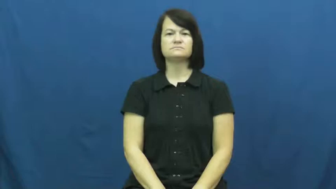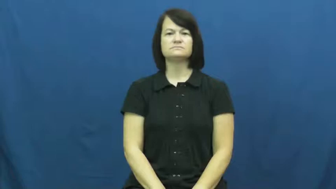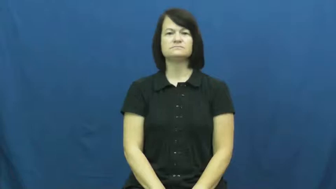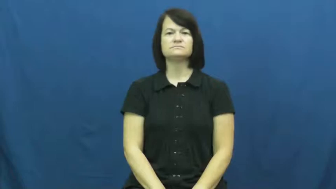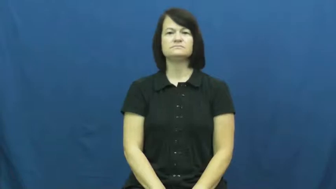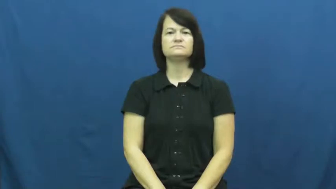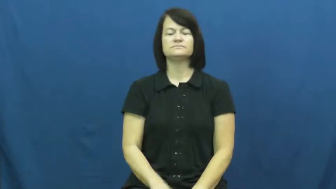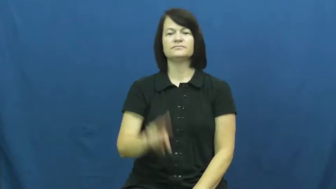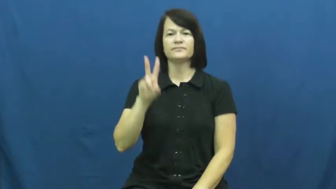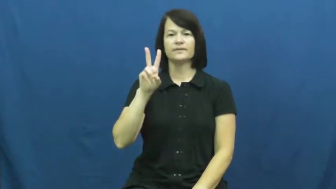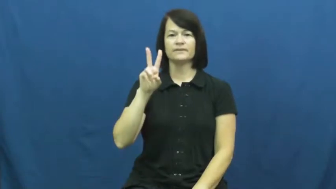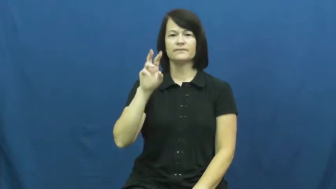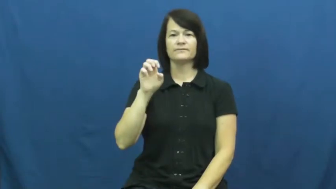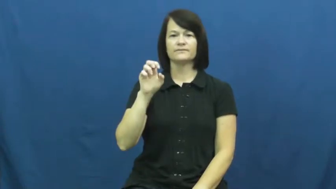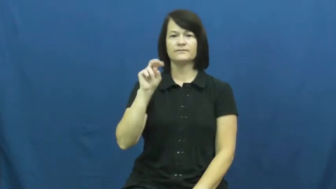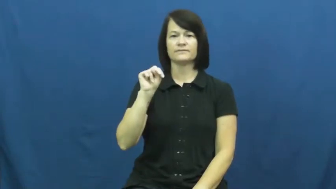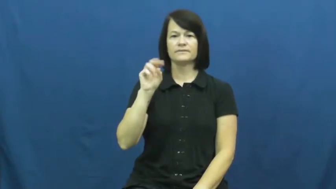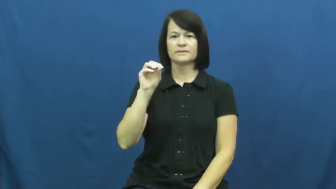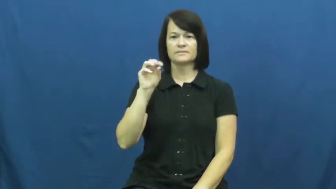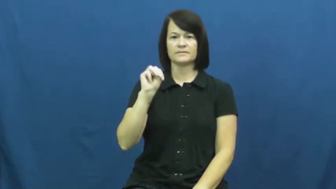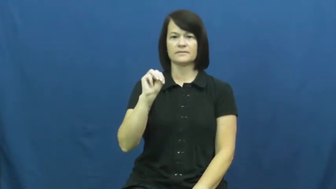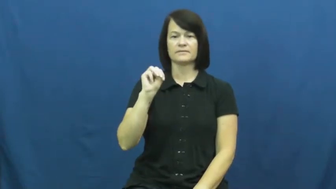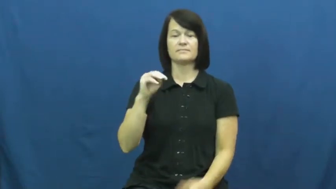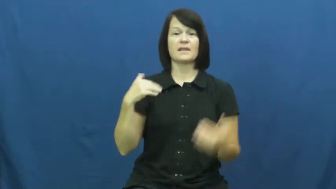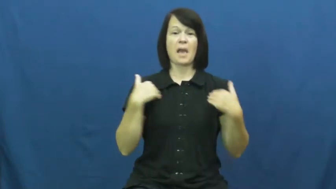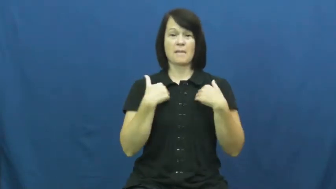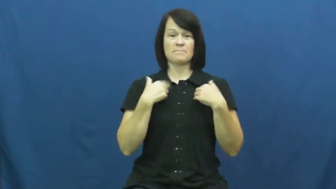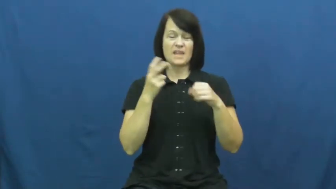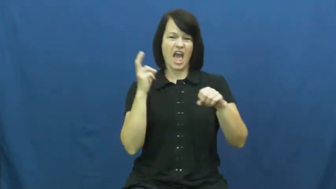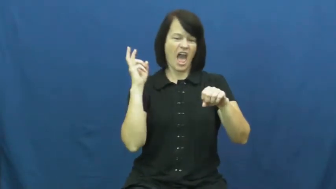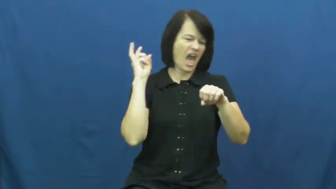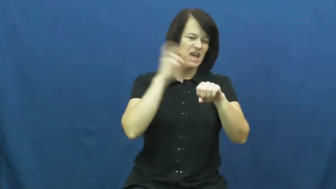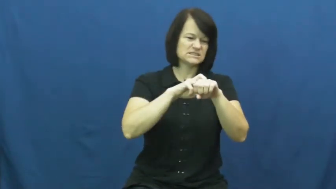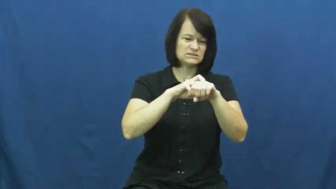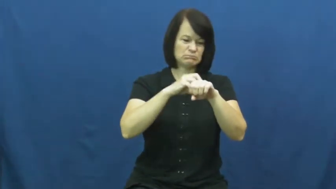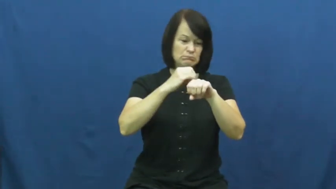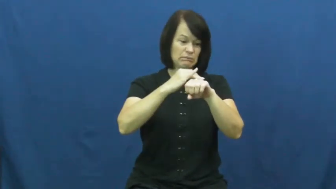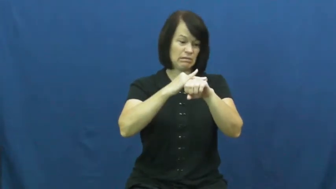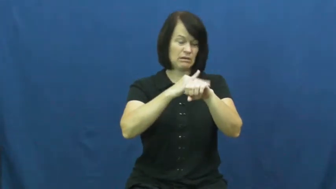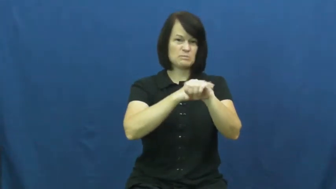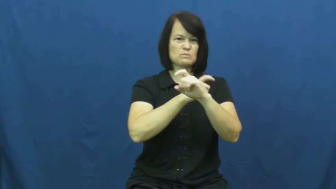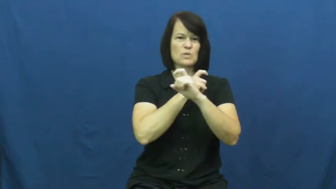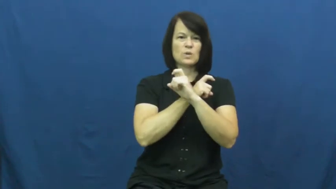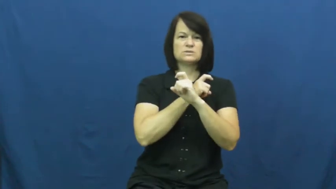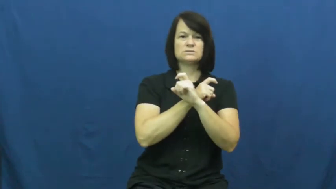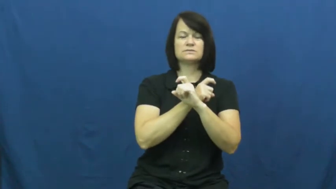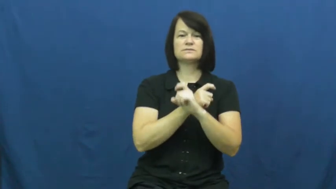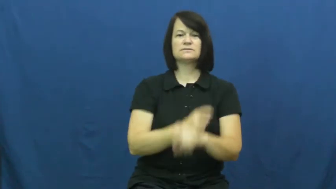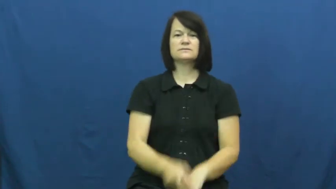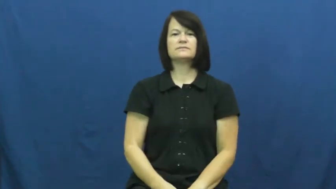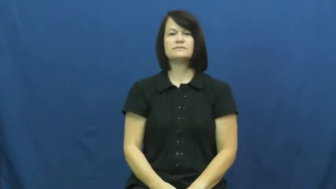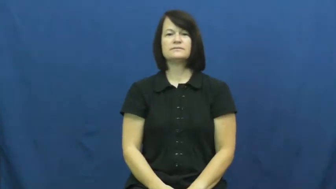venom